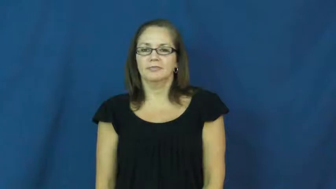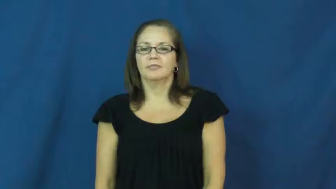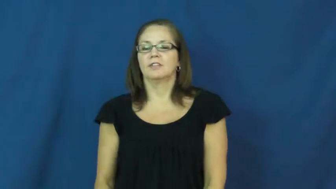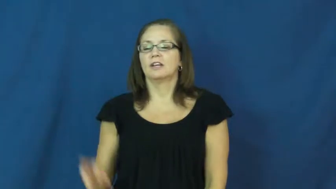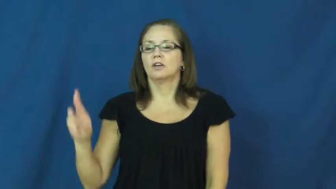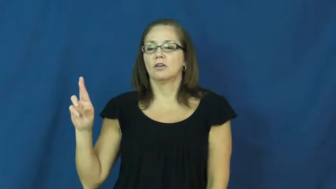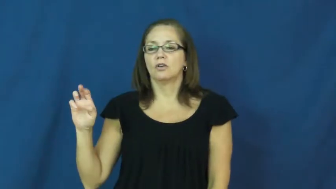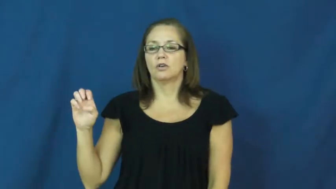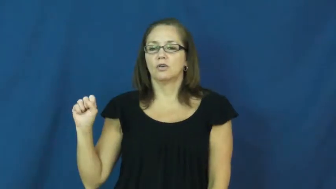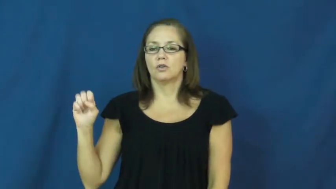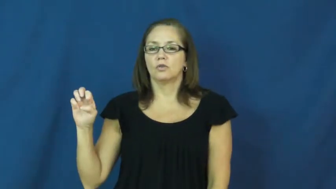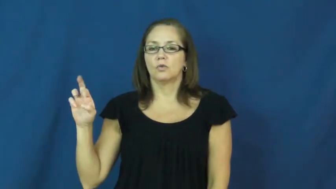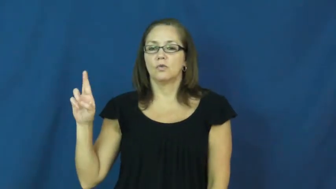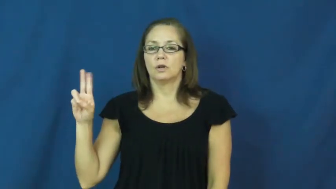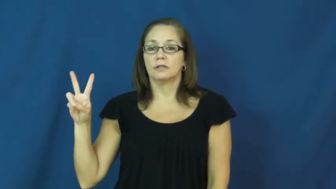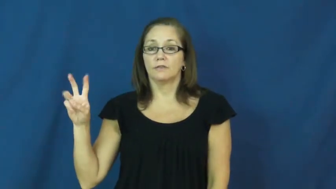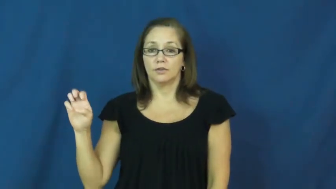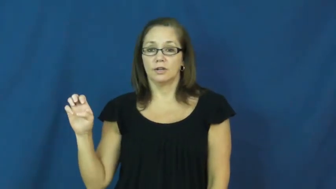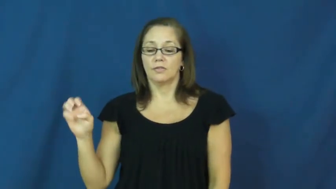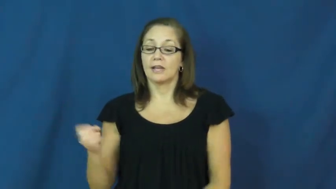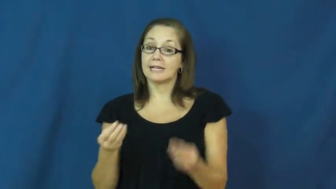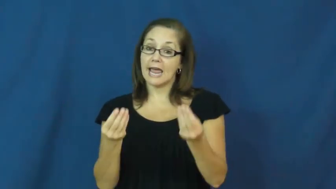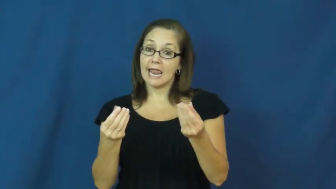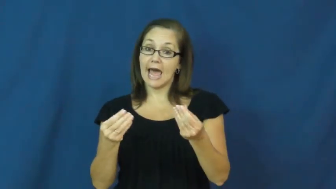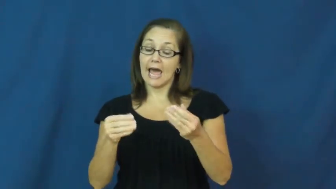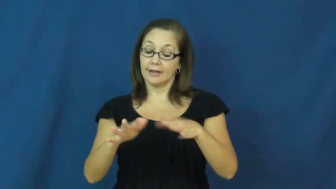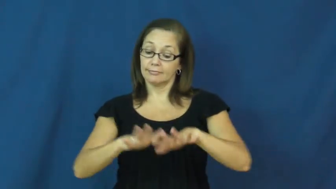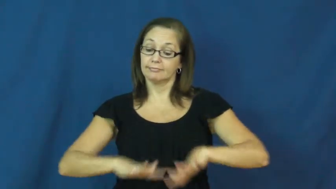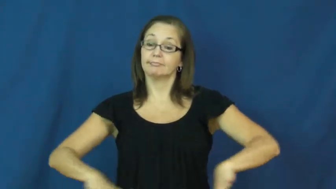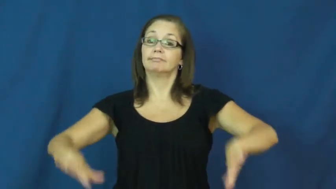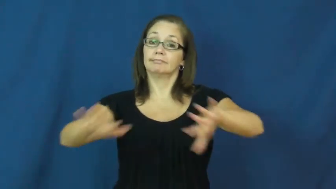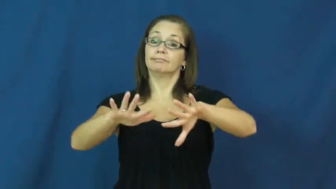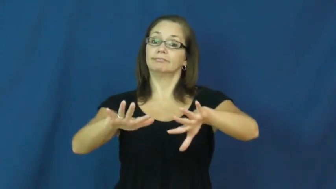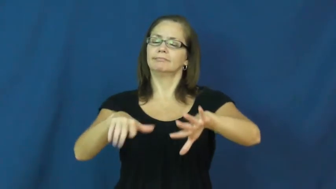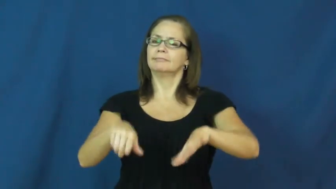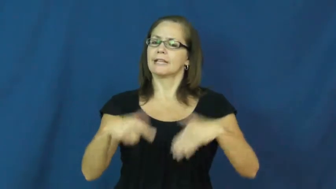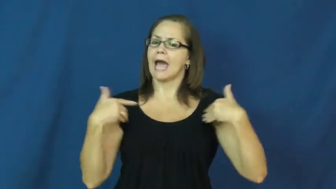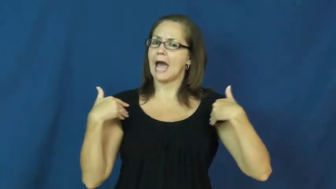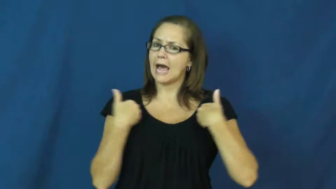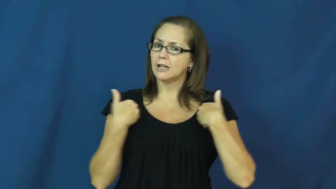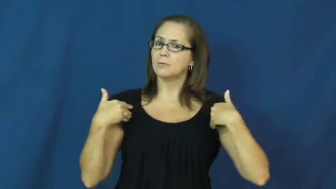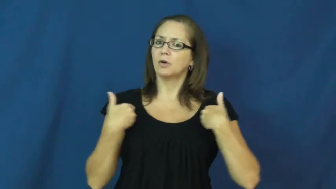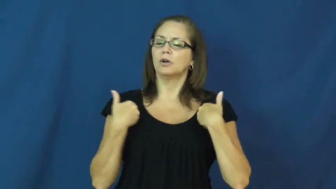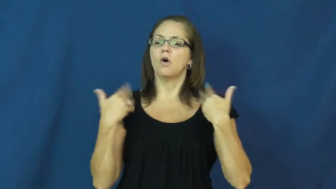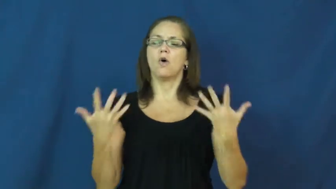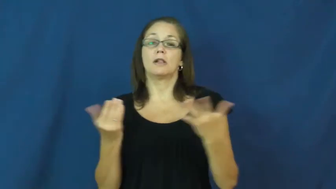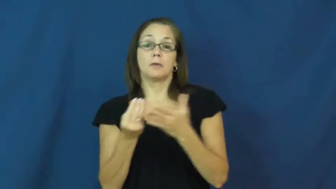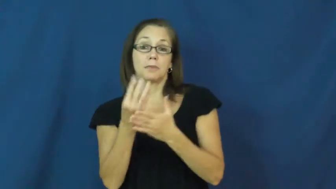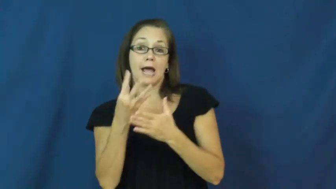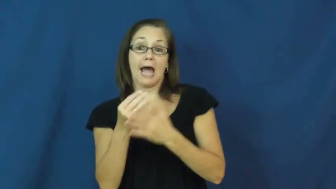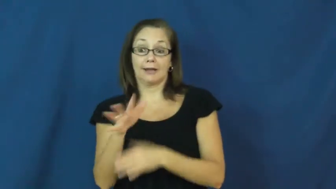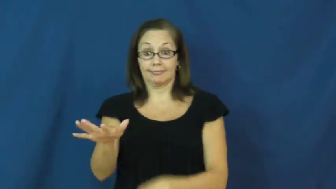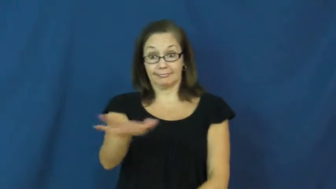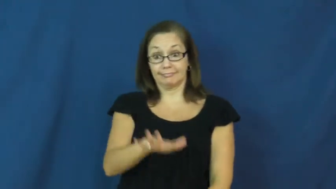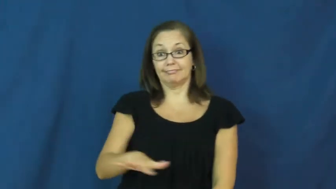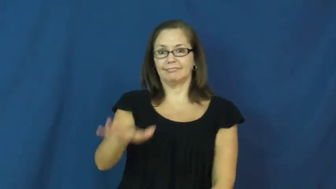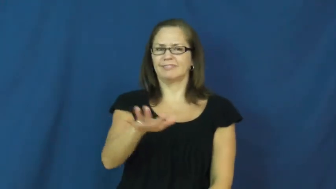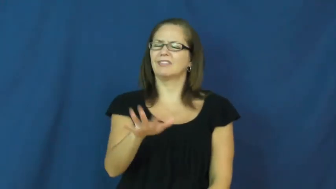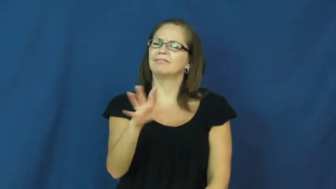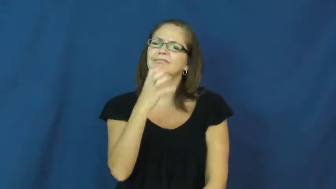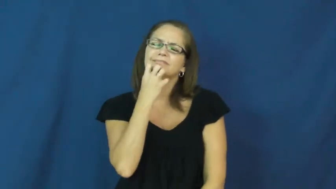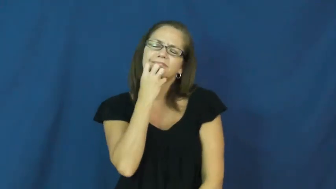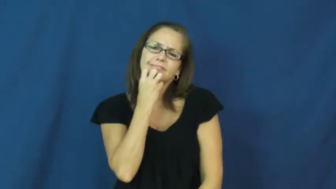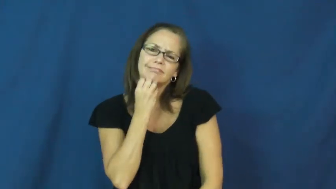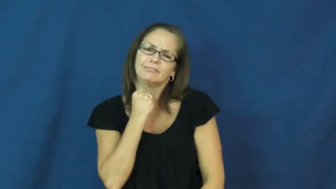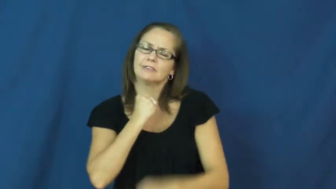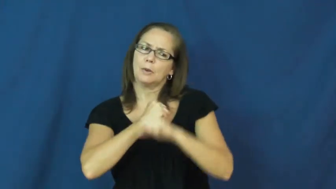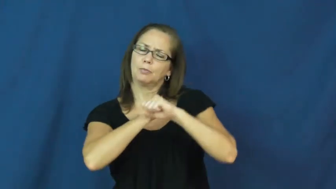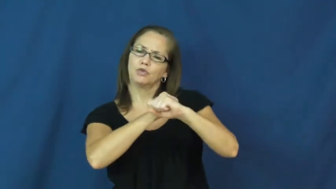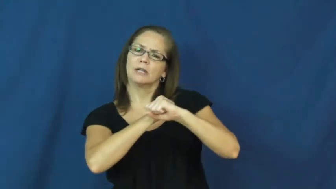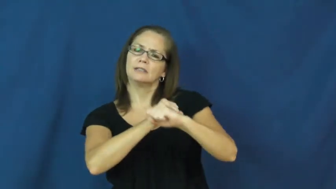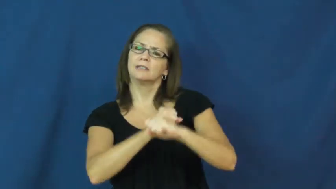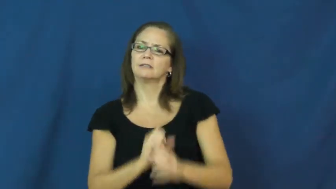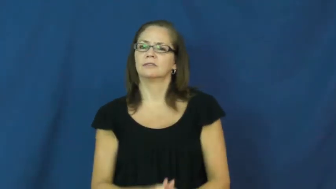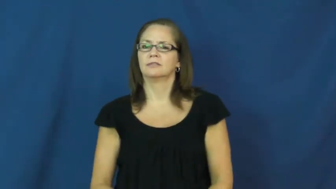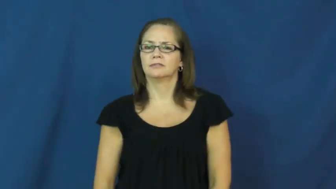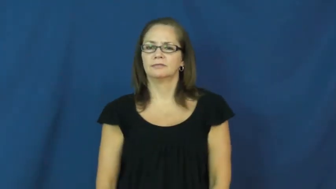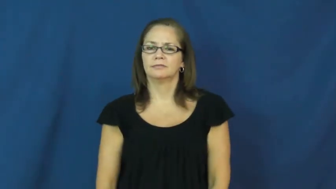reserve-plants animals